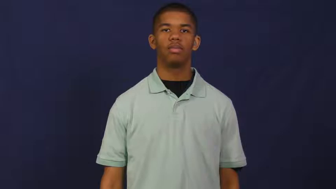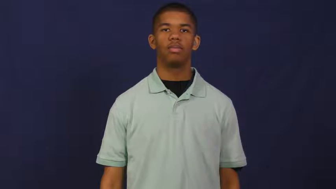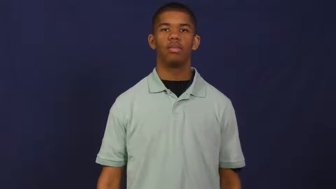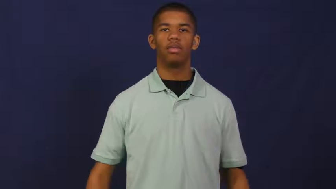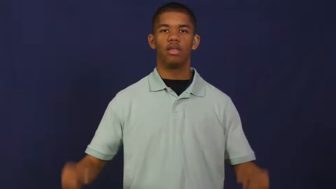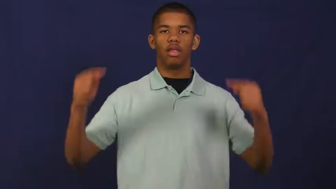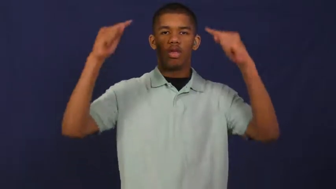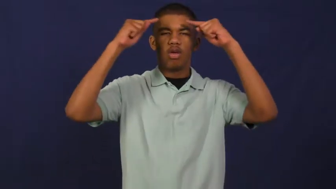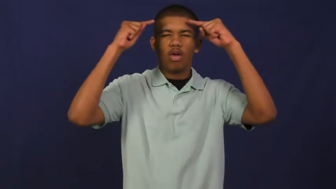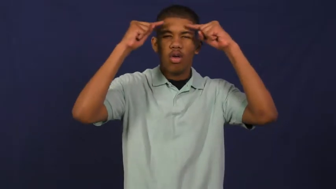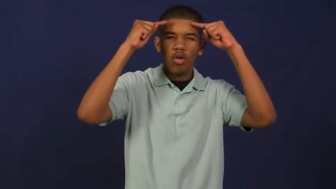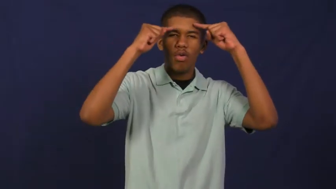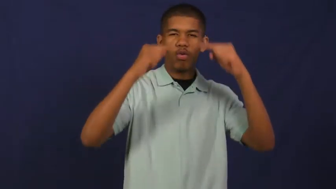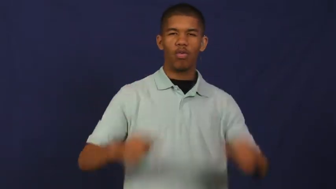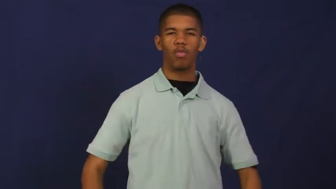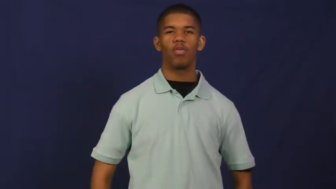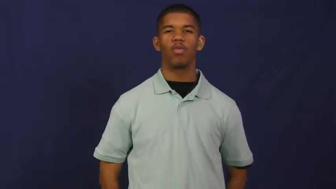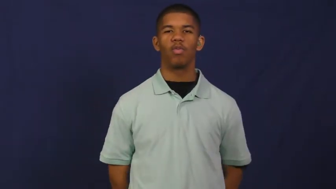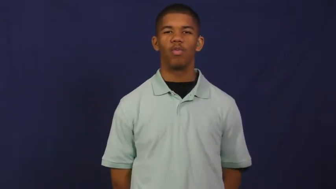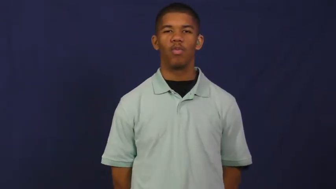headache